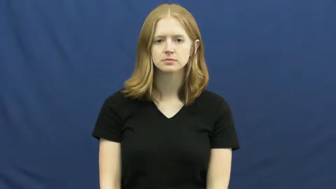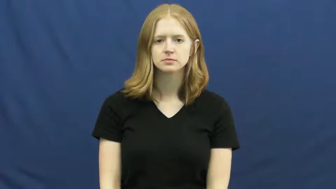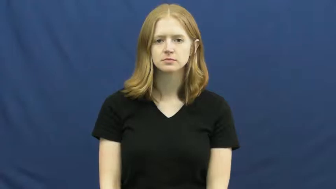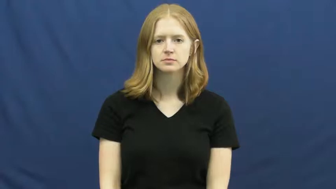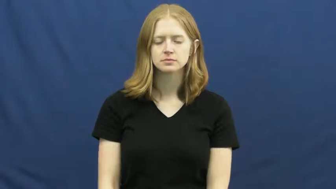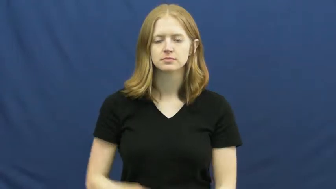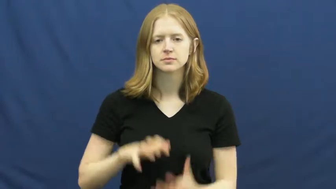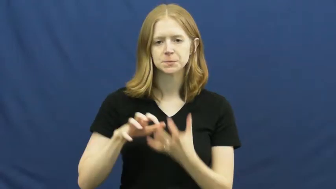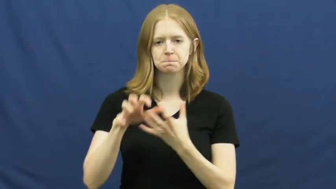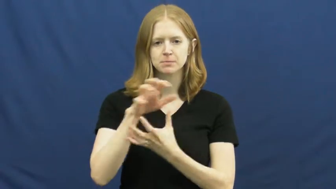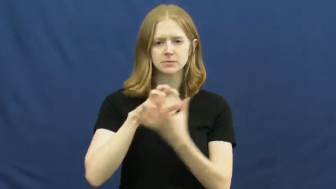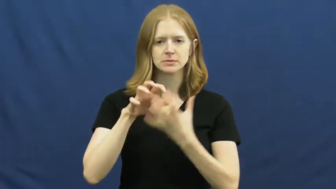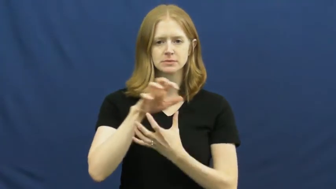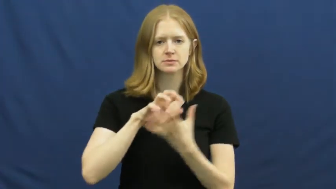mash up-mix